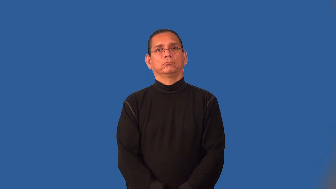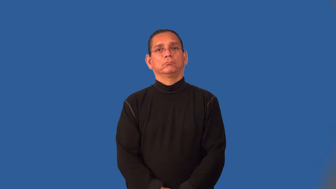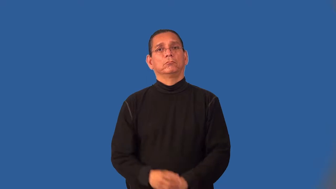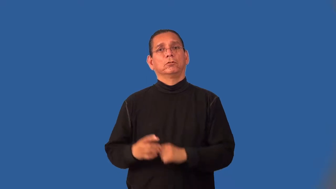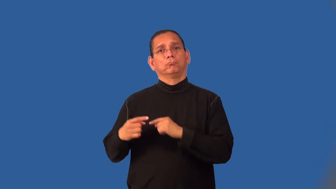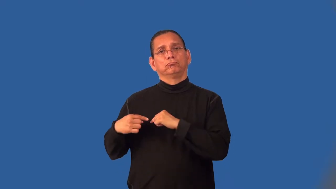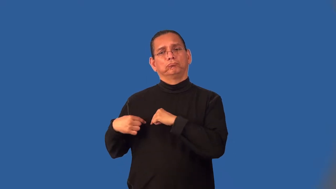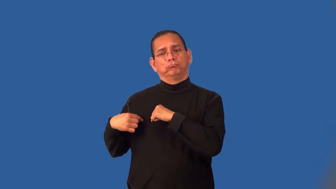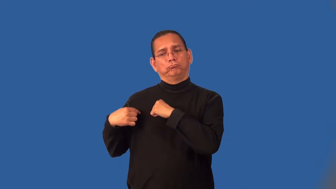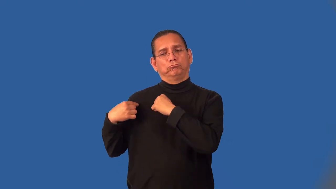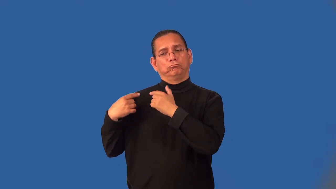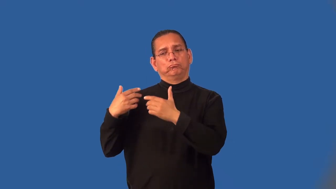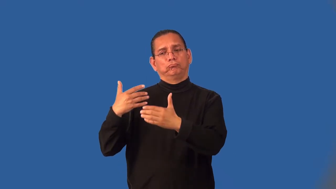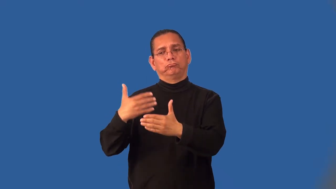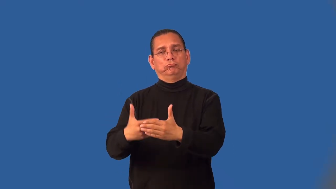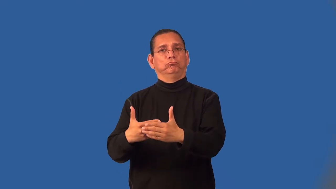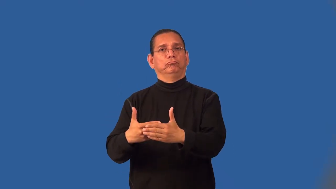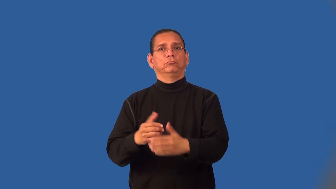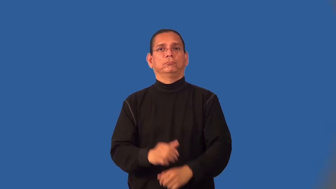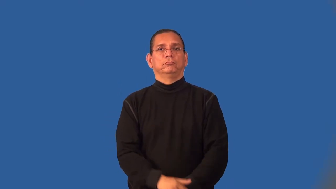insomuch